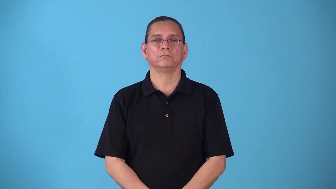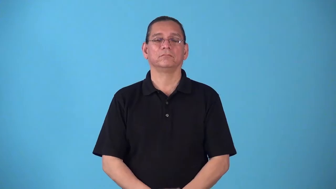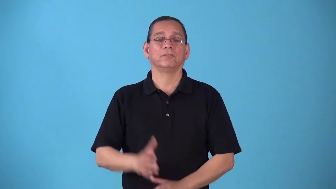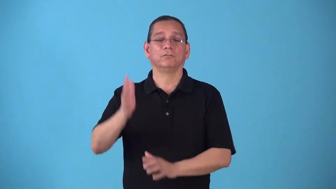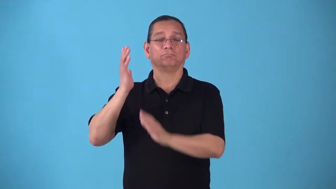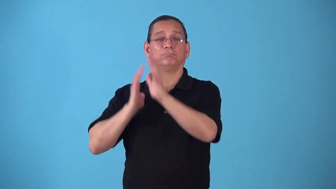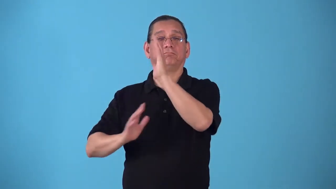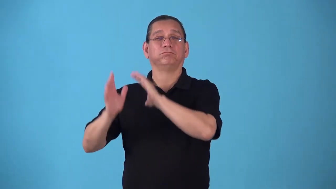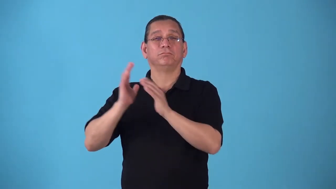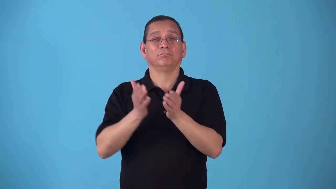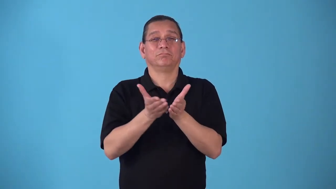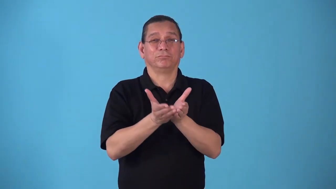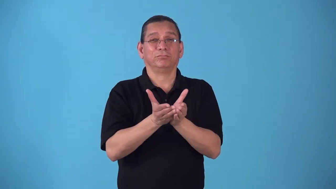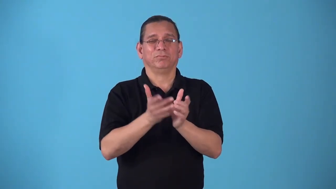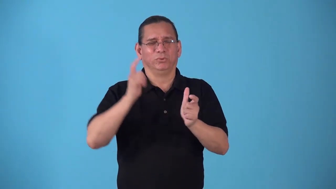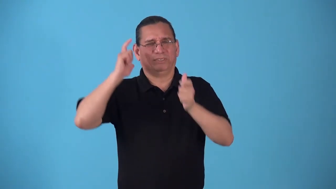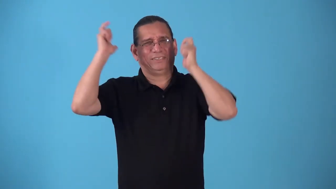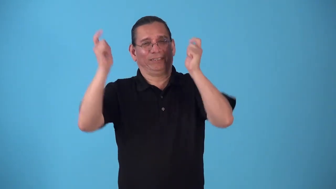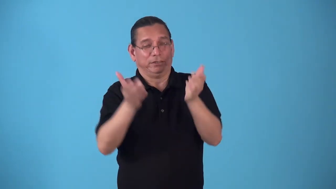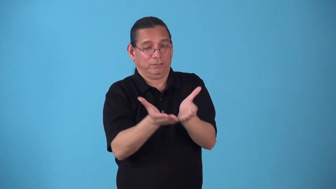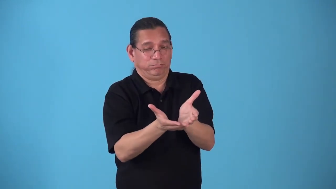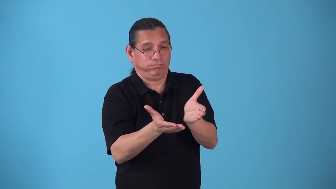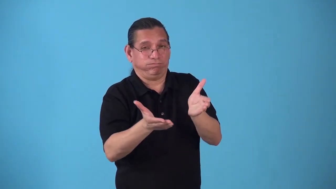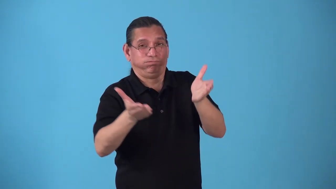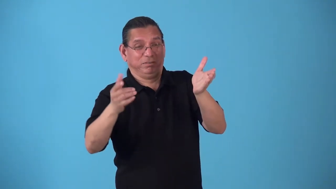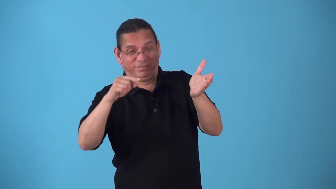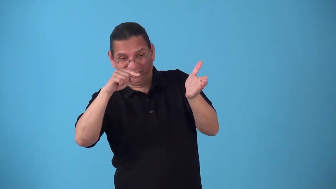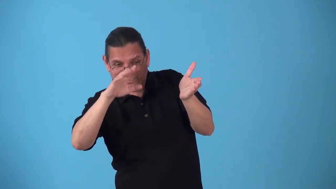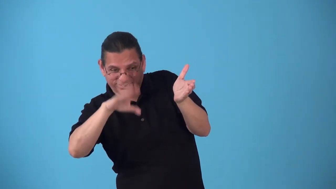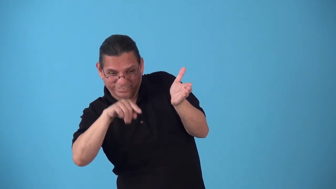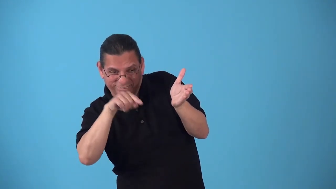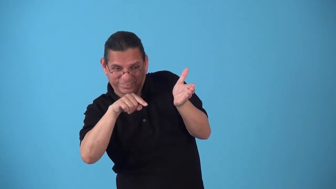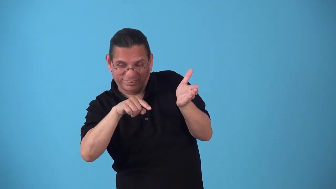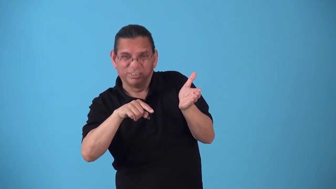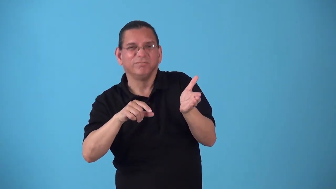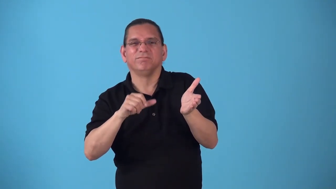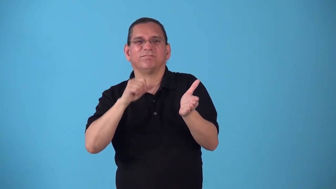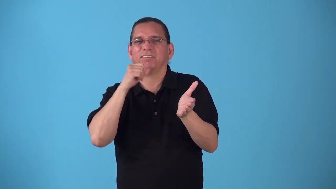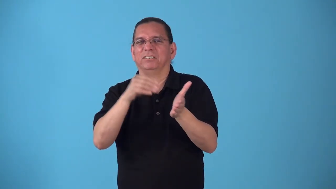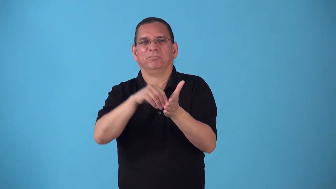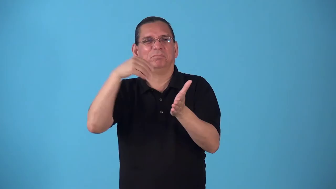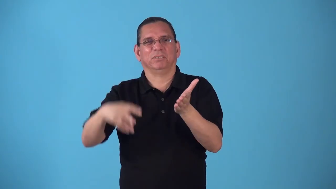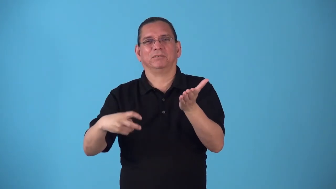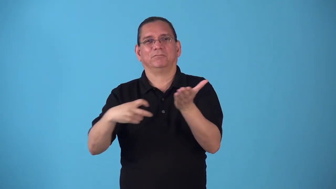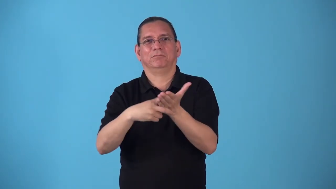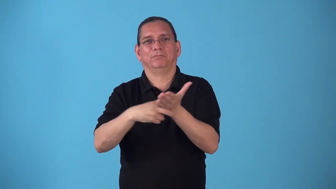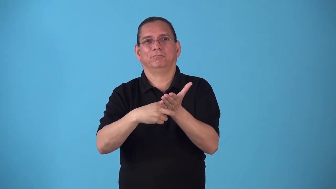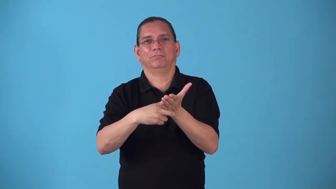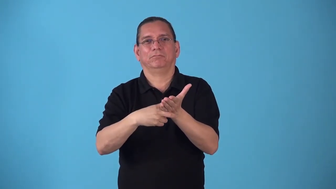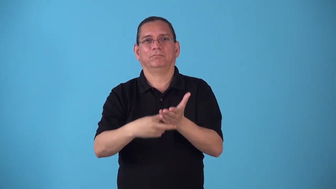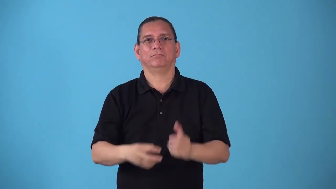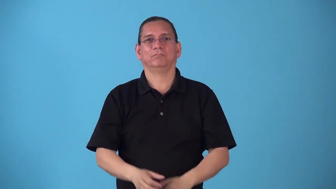steerage